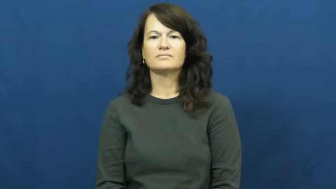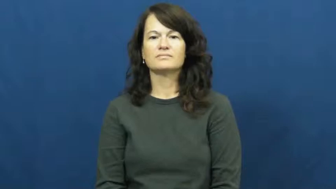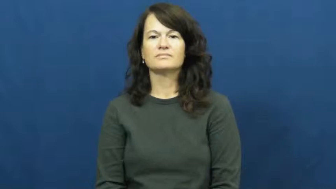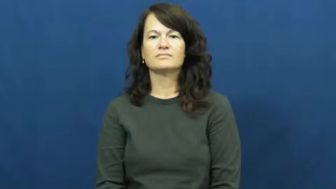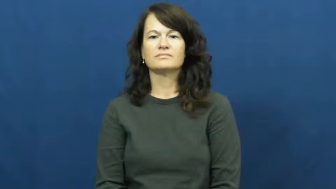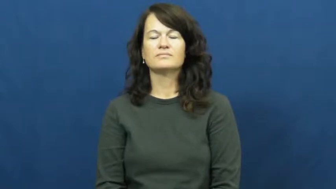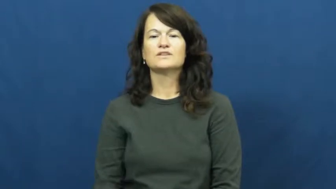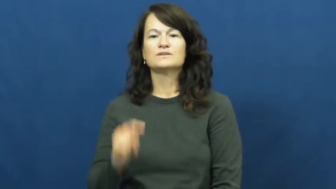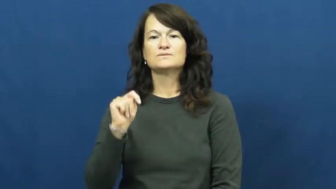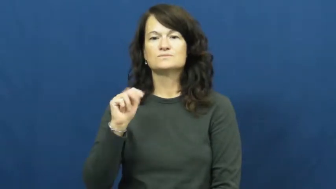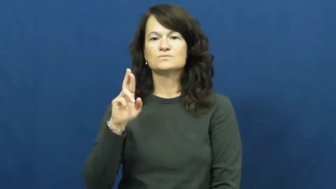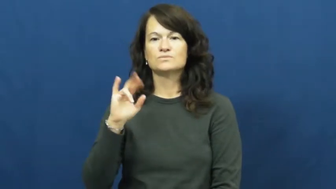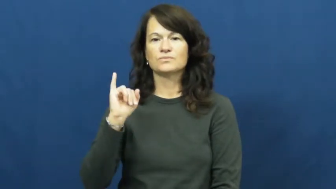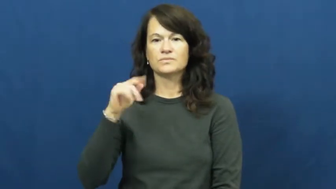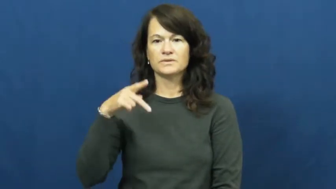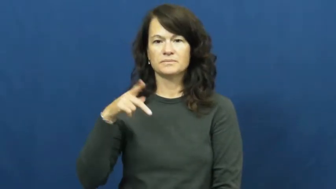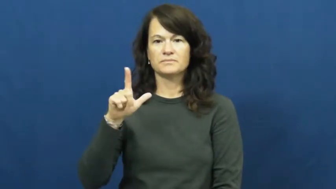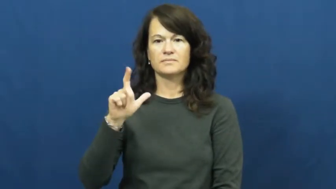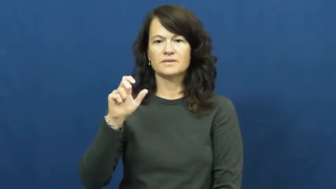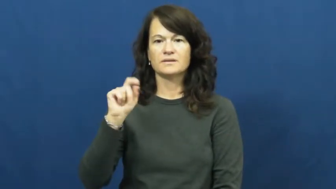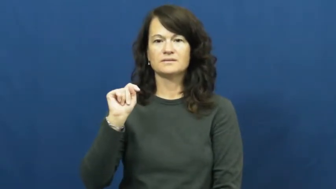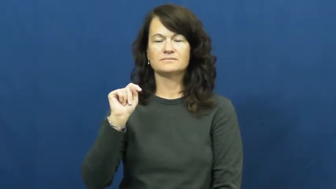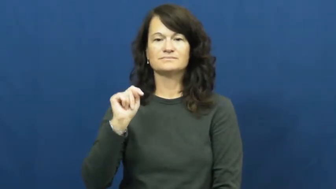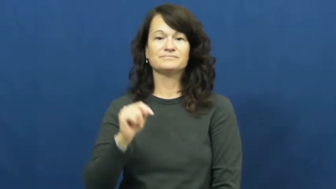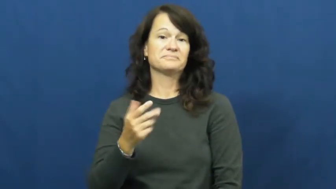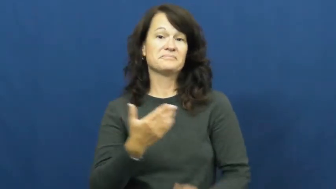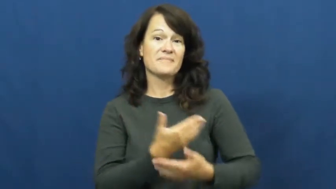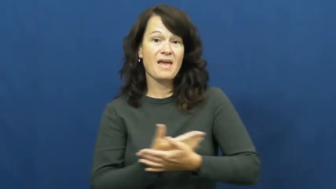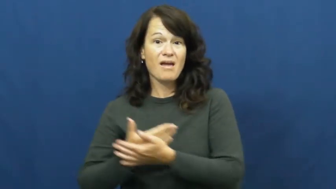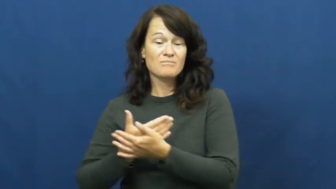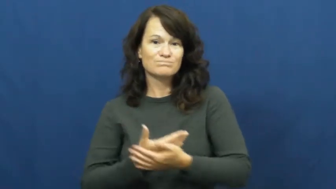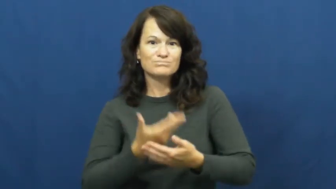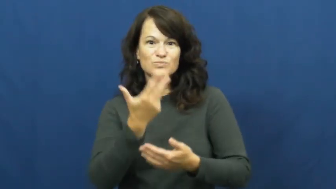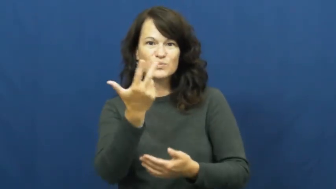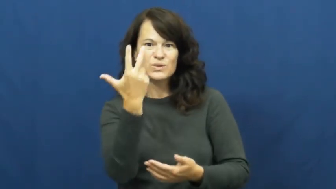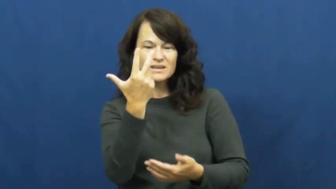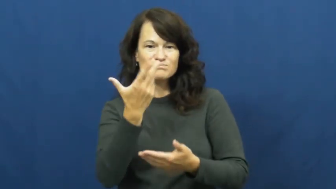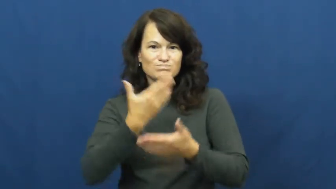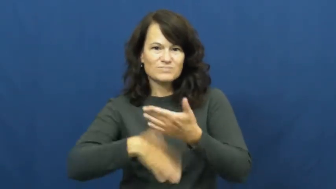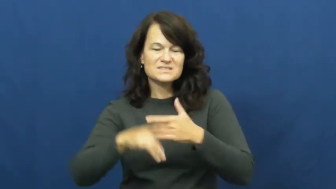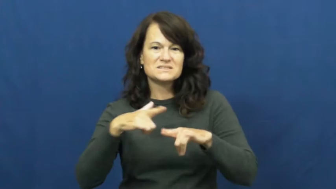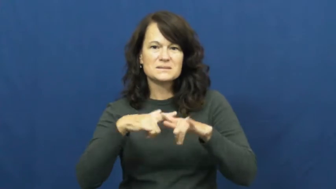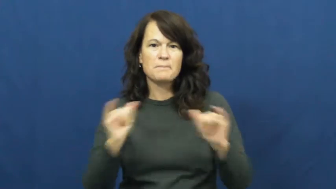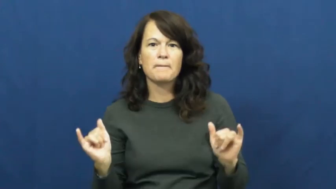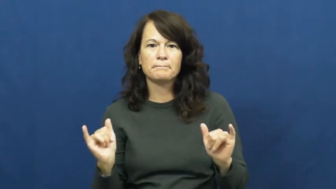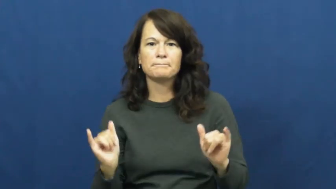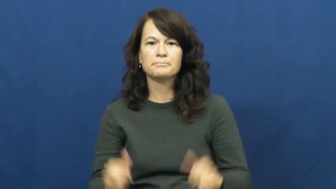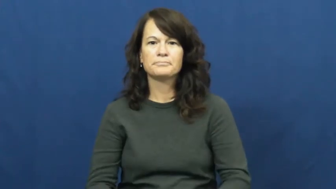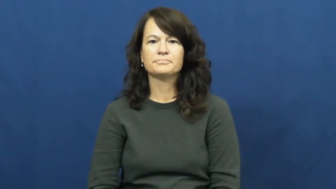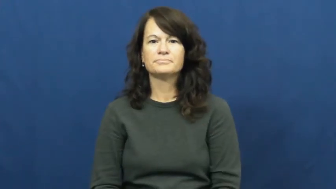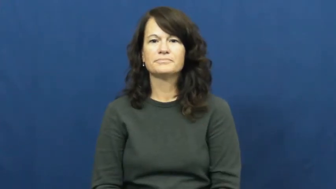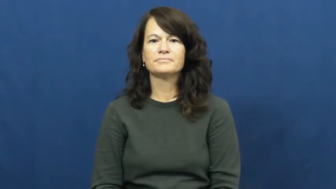triplet